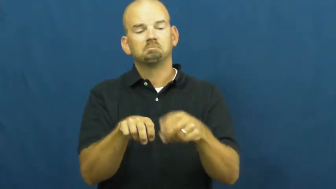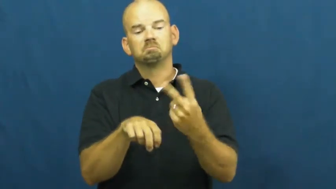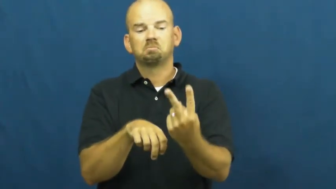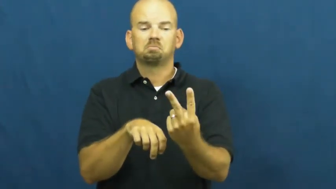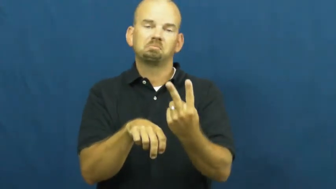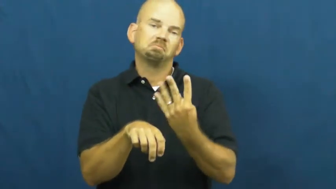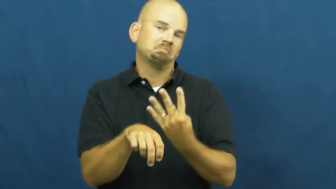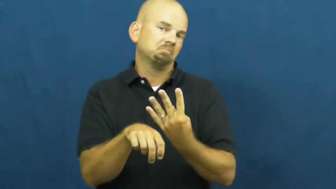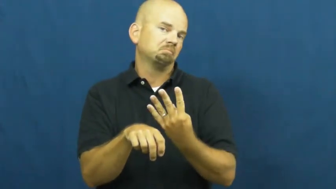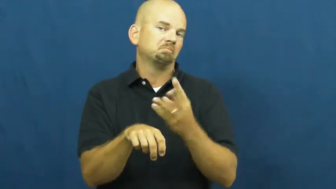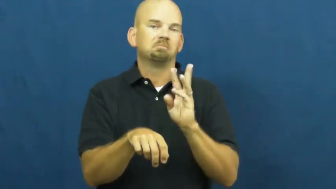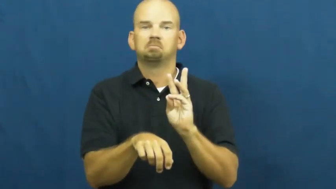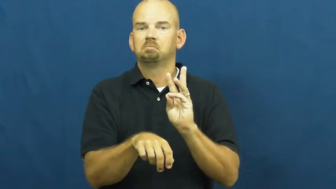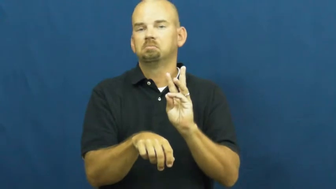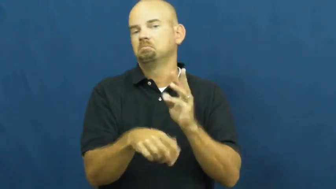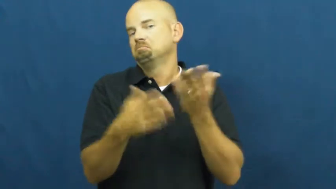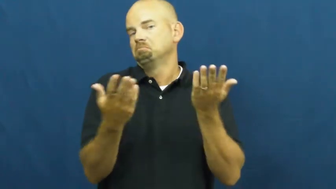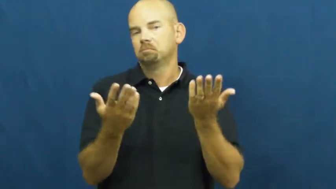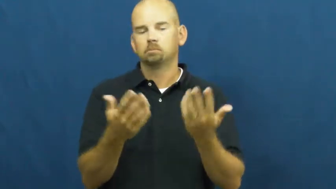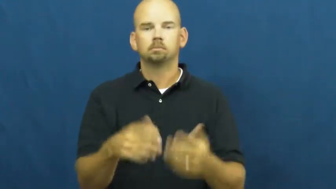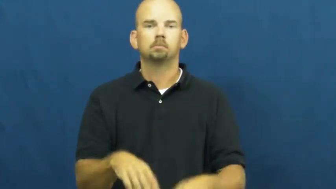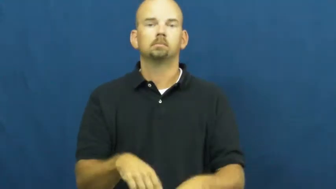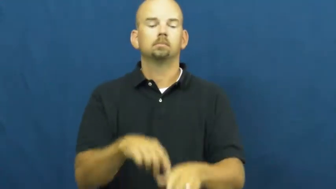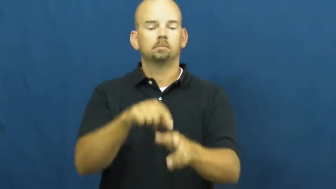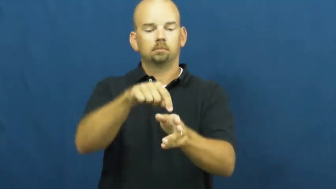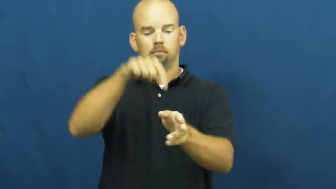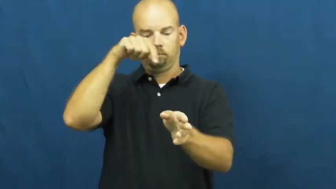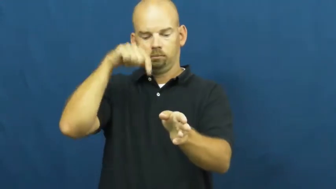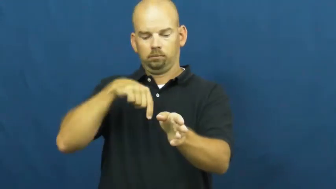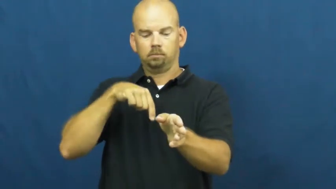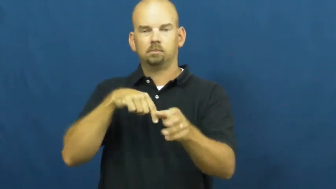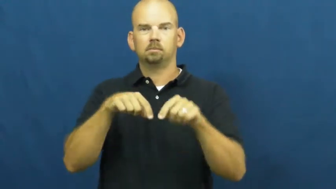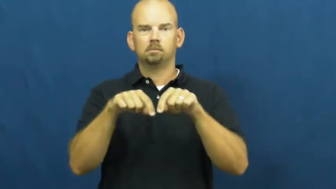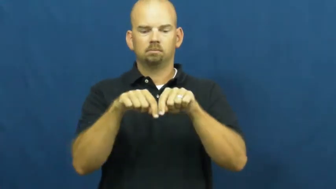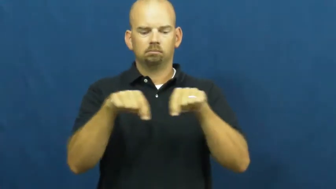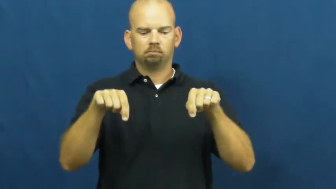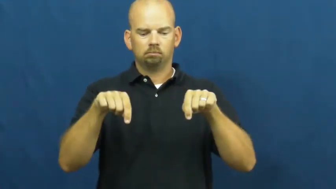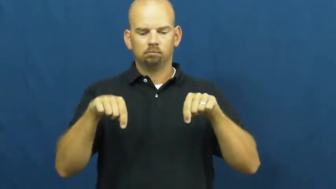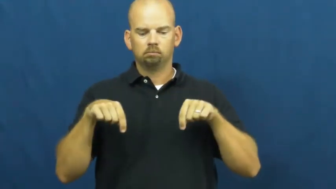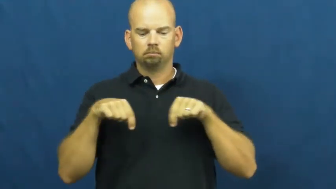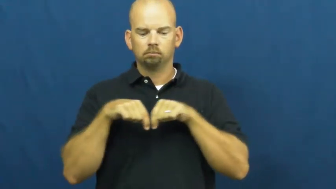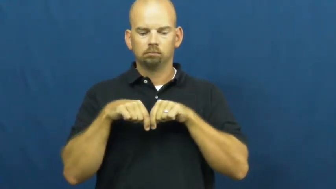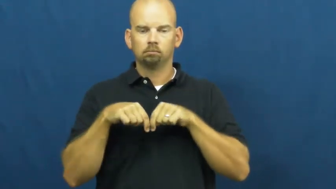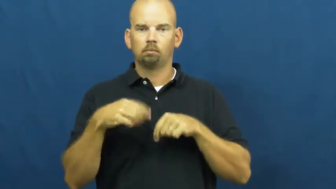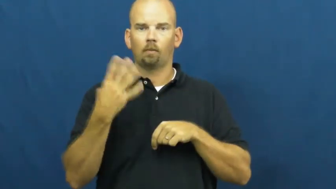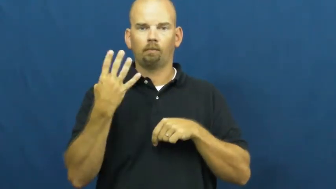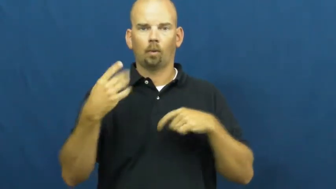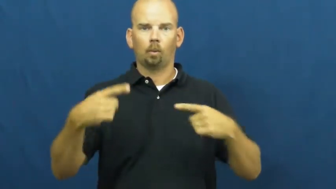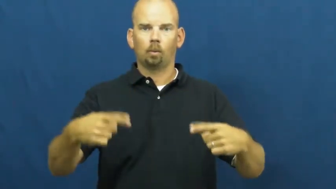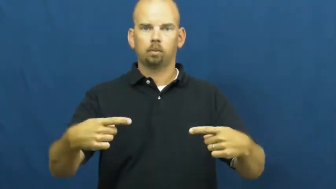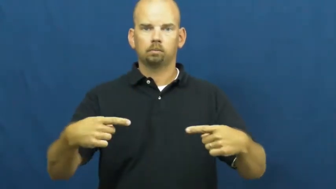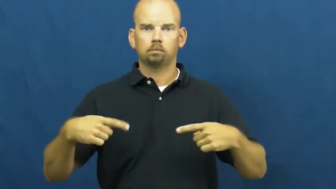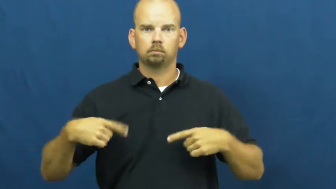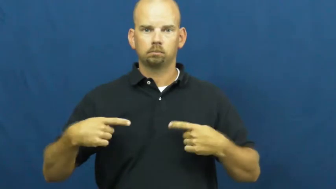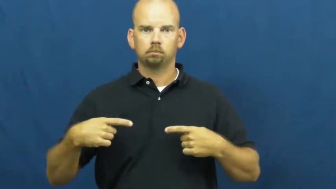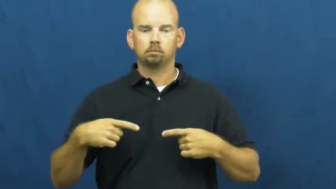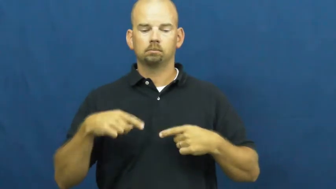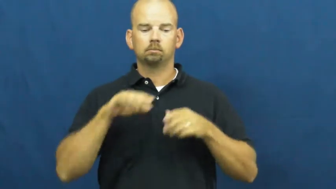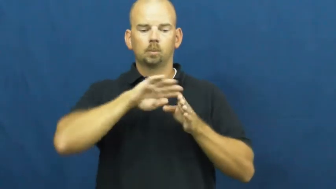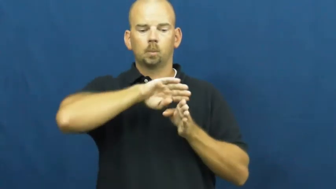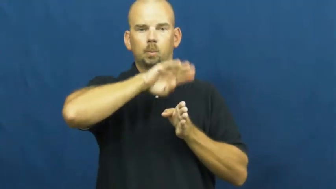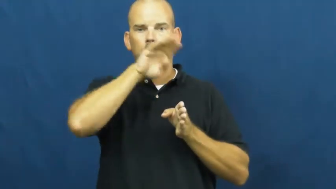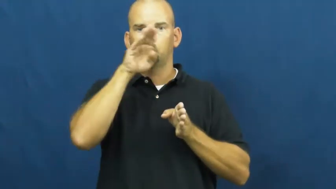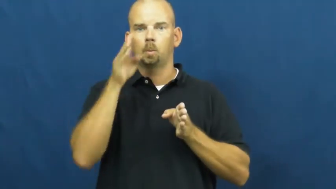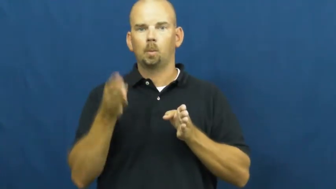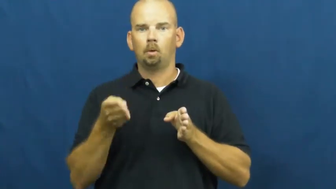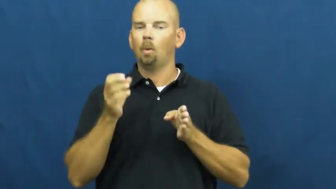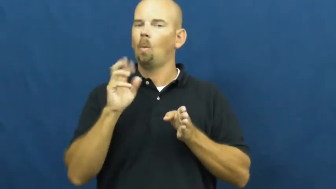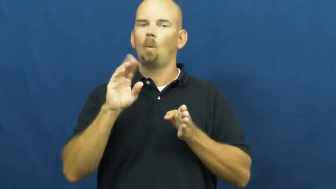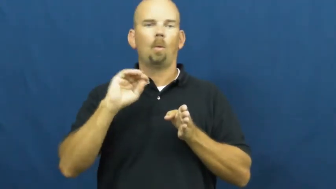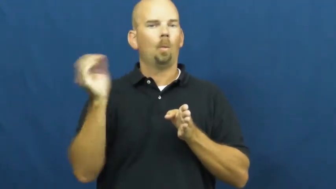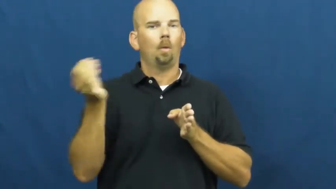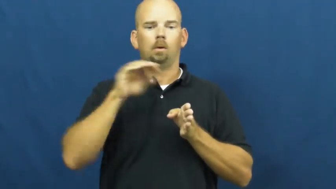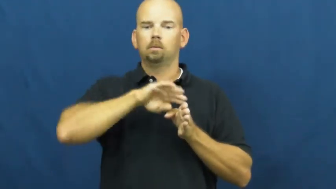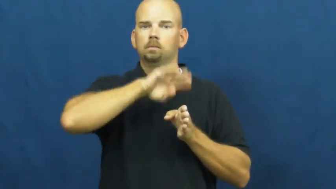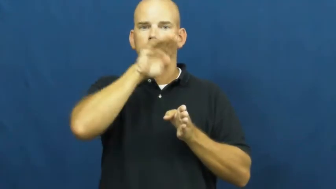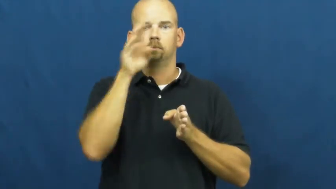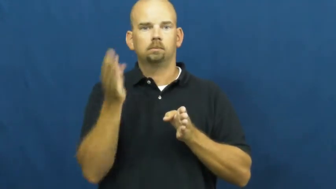wagon,equipage,lorry-vehicle